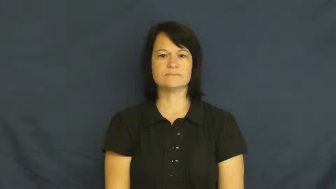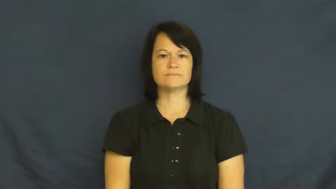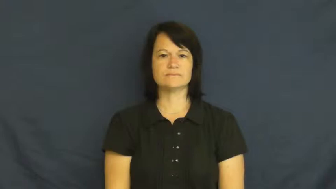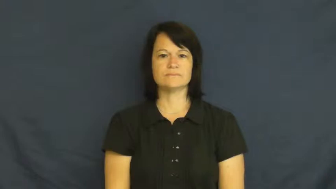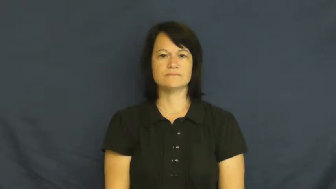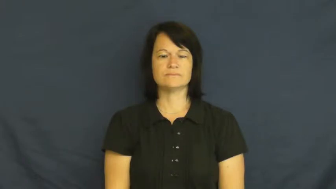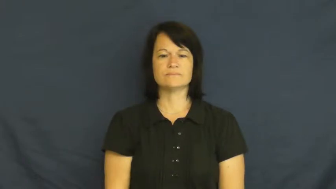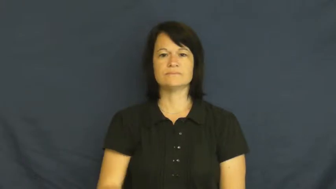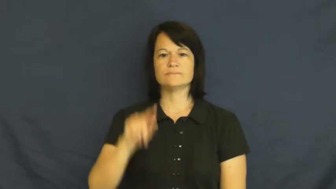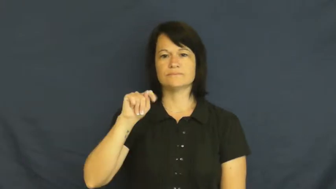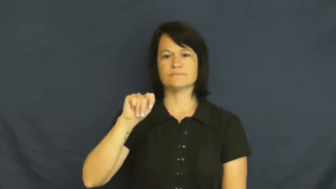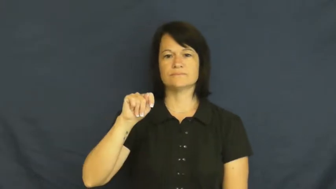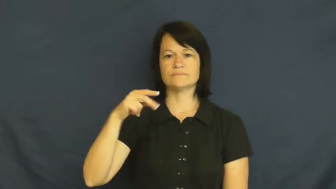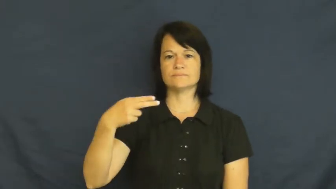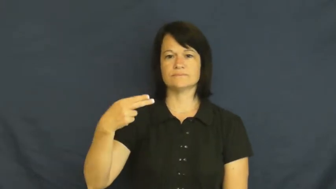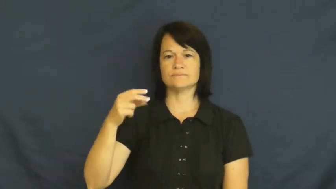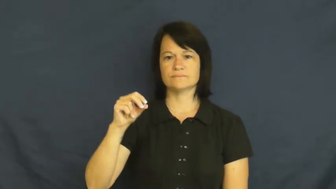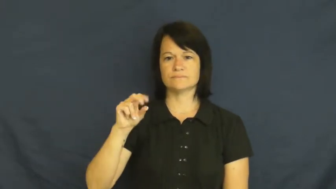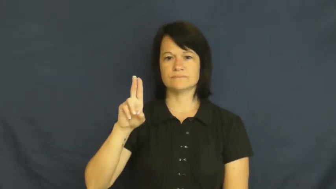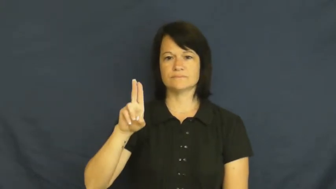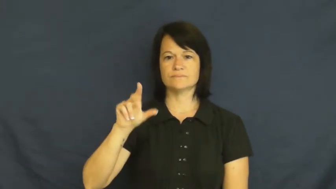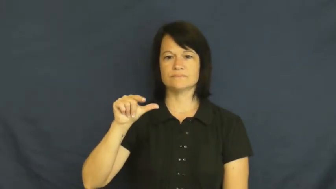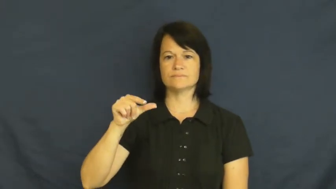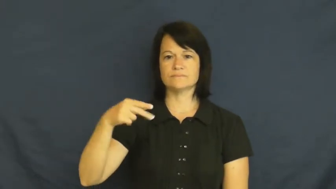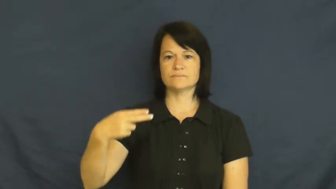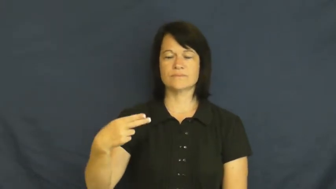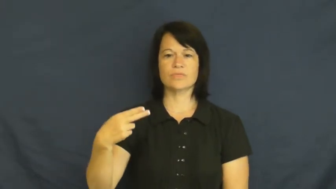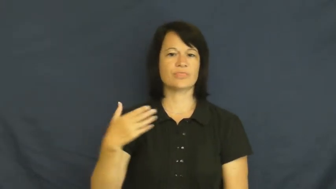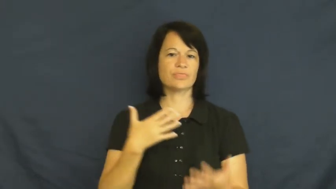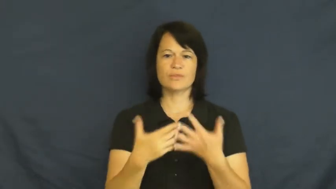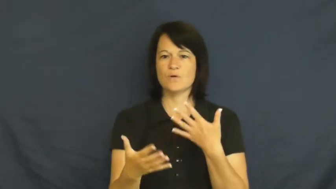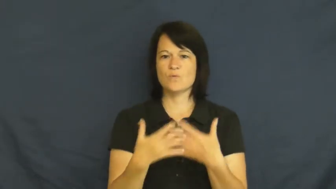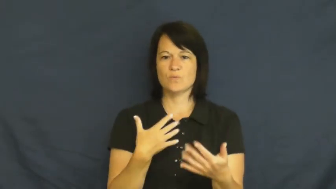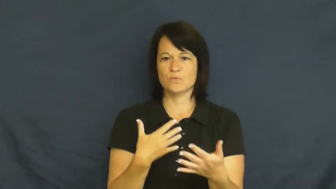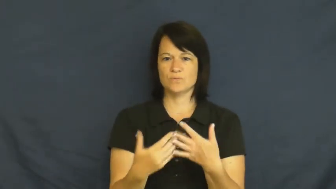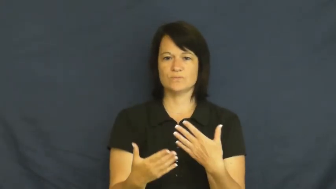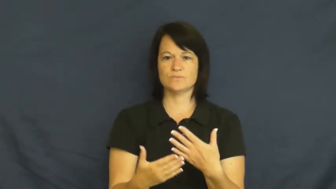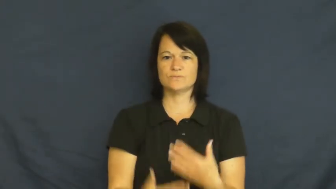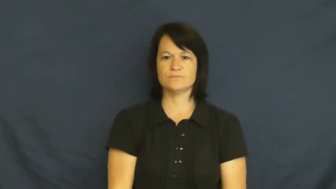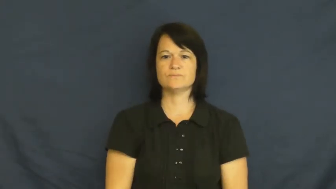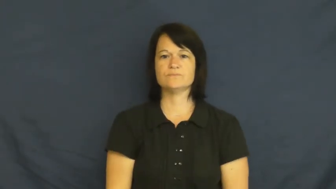though